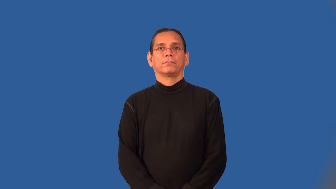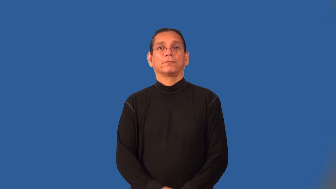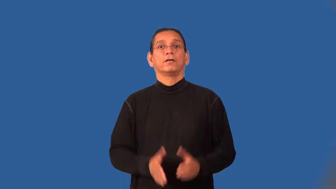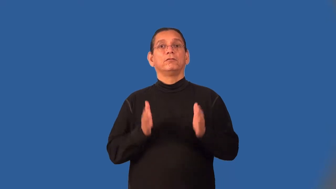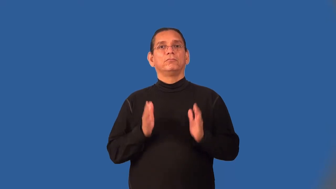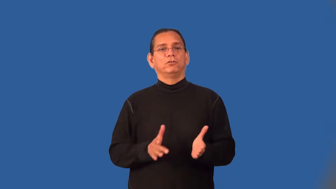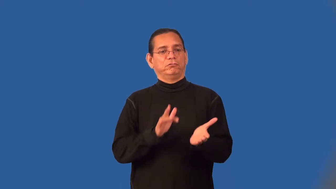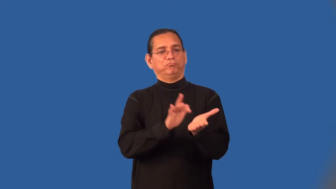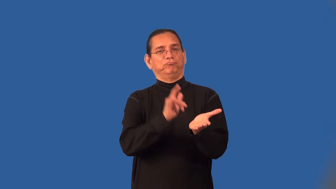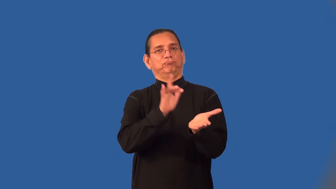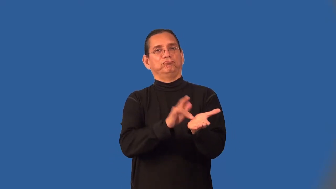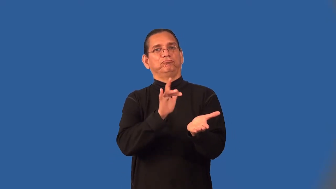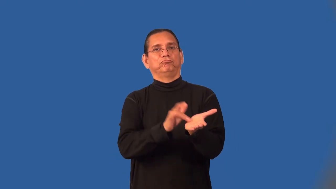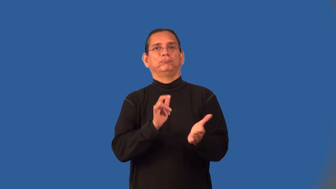moocher,cadger,piker,grubber,imposer,vulture